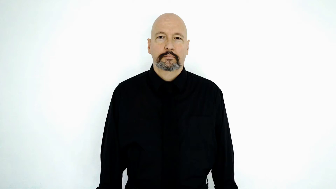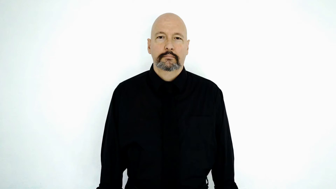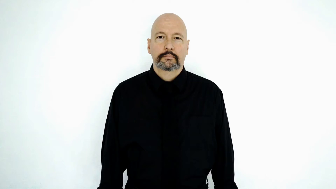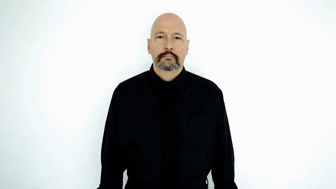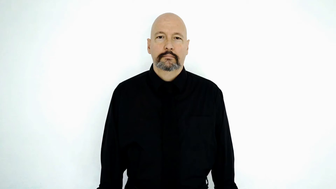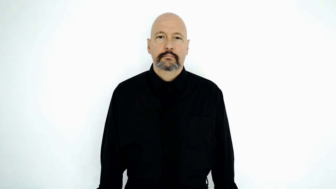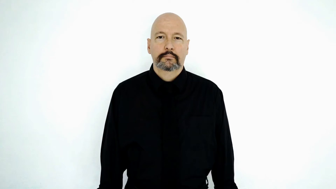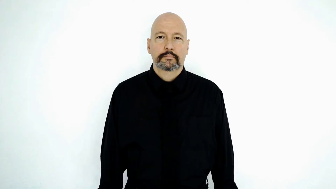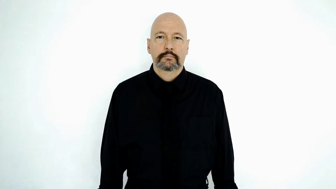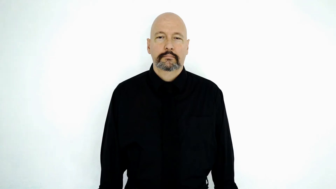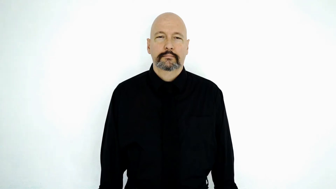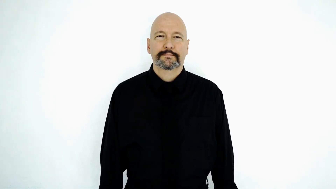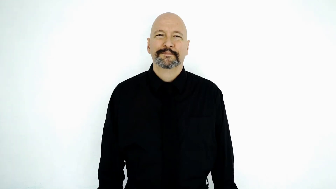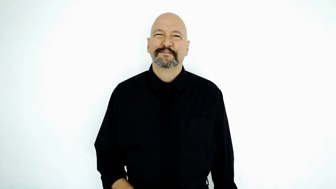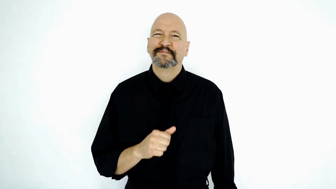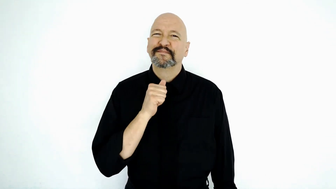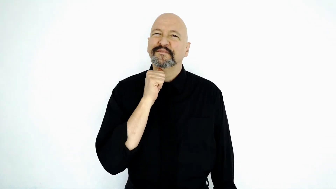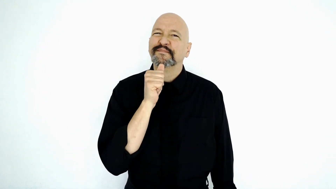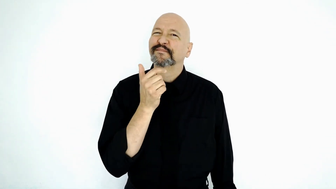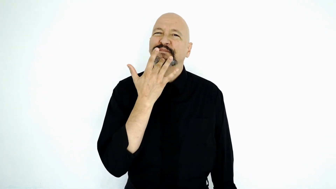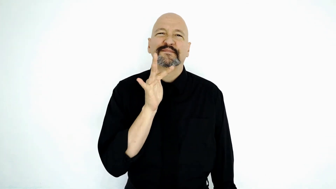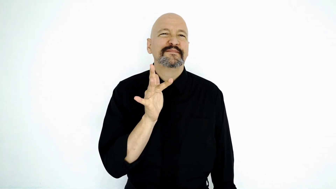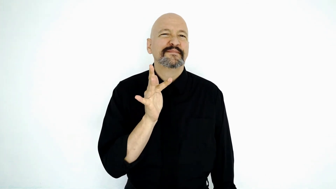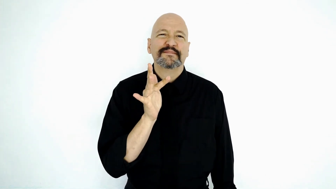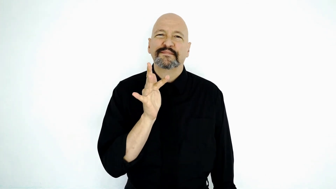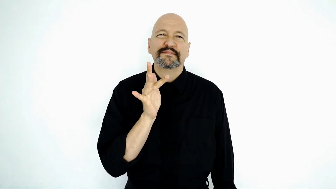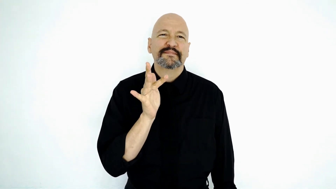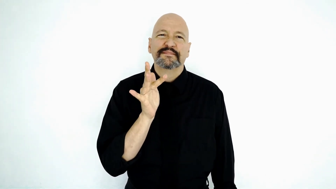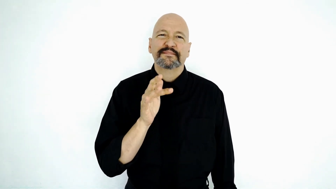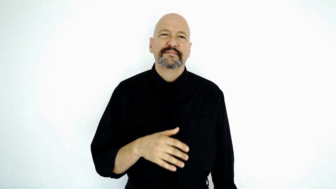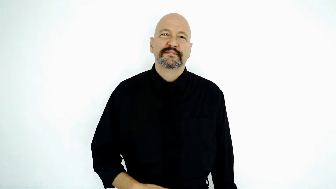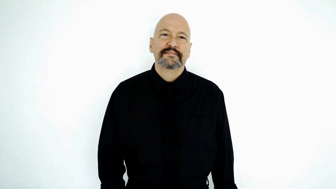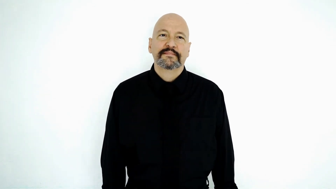unfortunately [NOT-LUCKY]